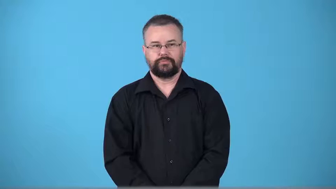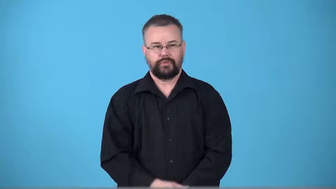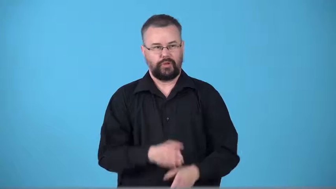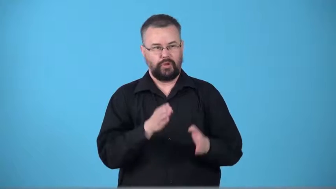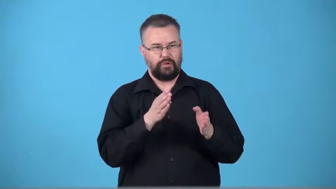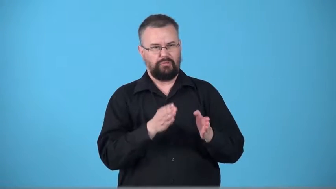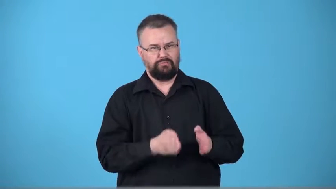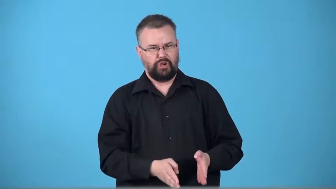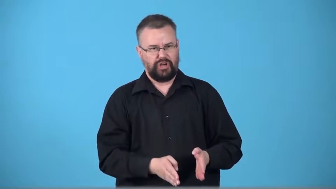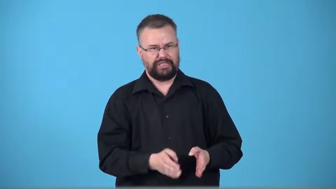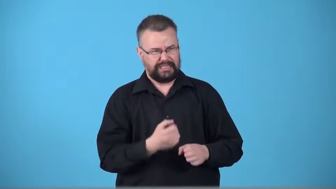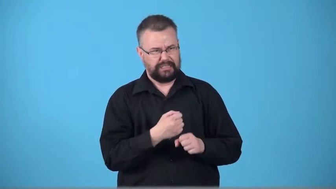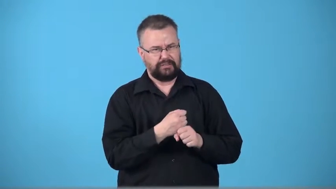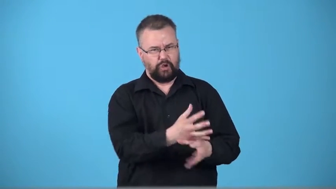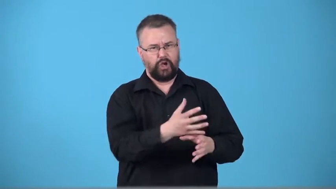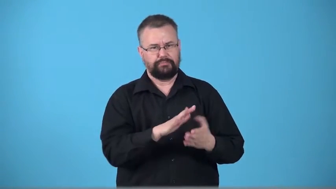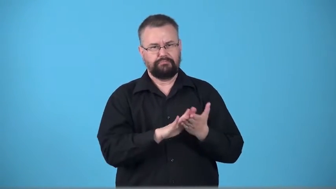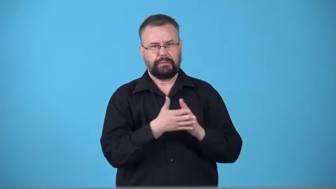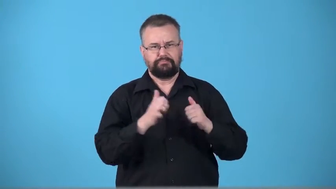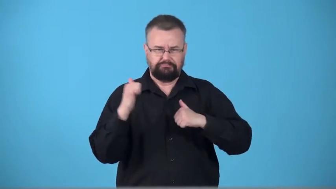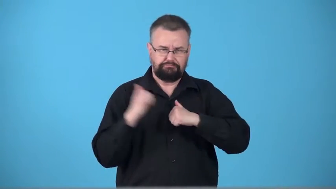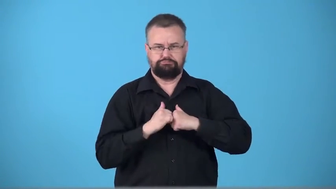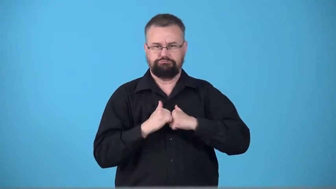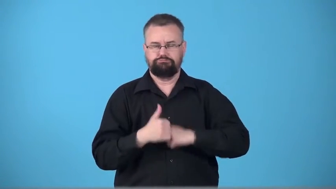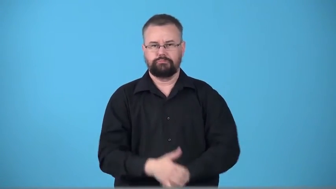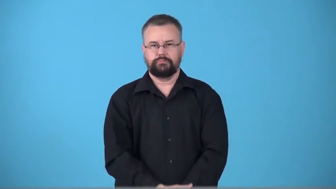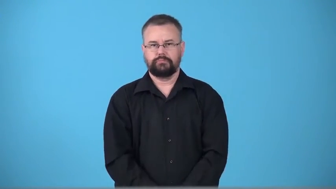toughen,toughener-person